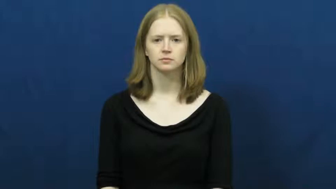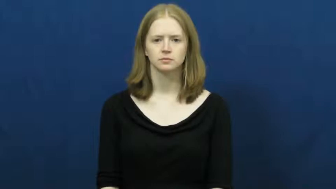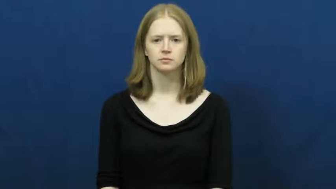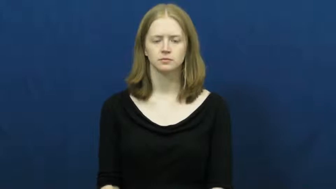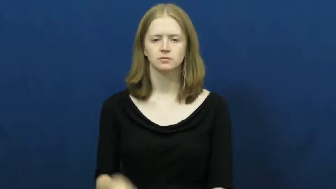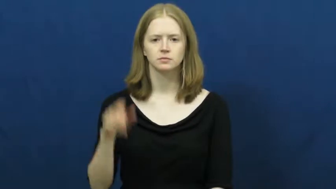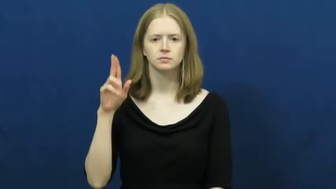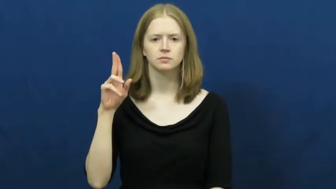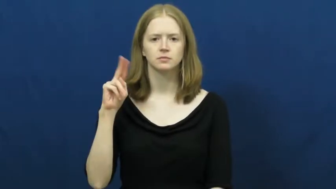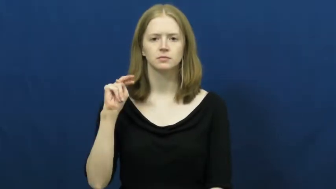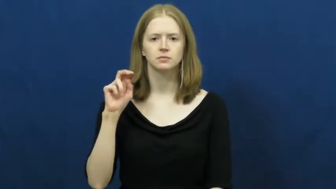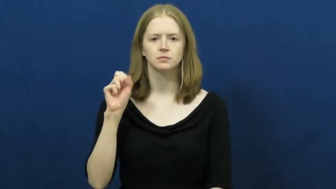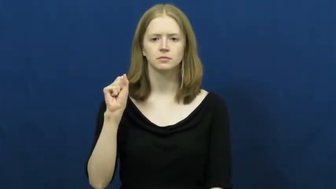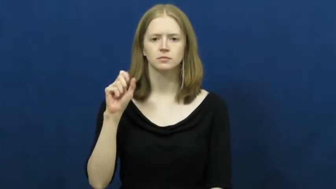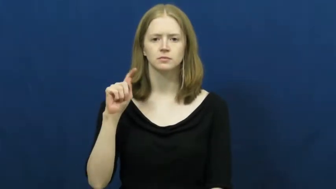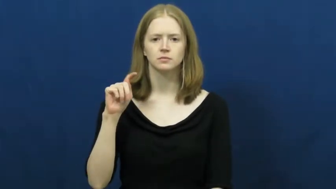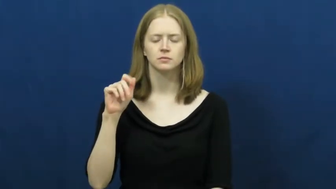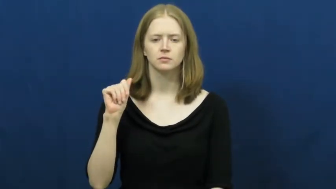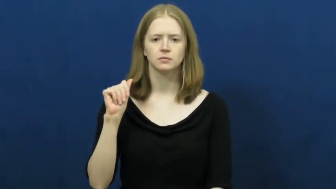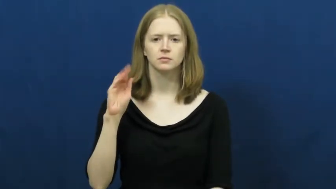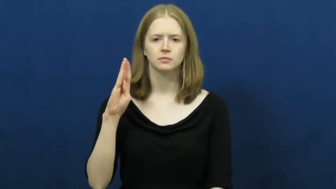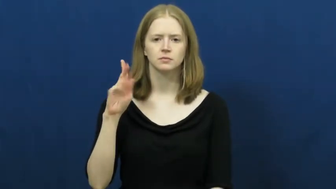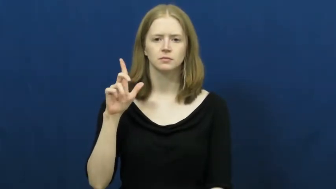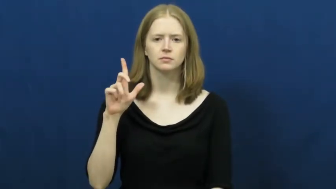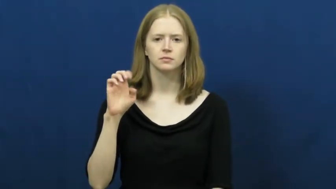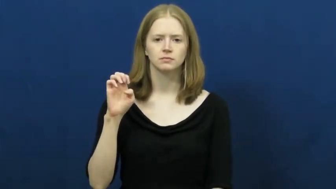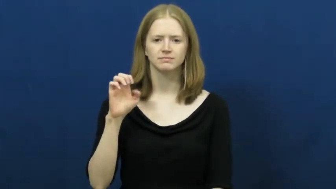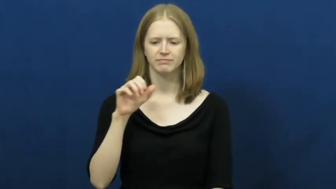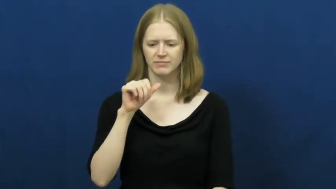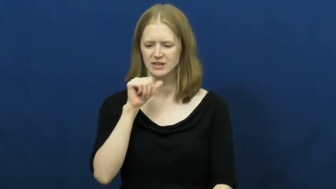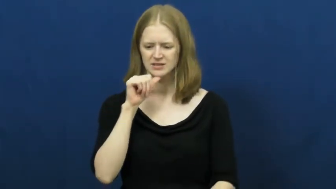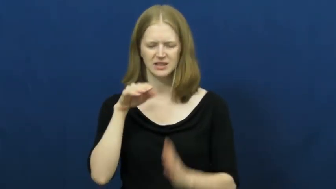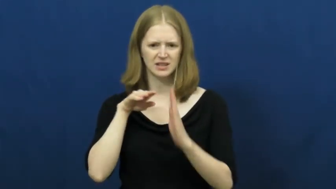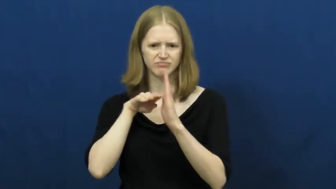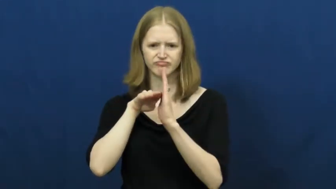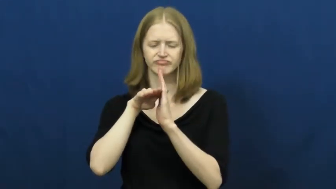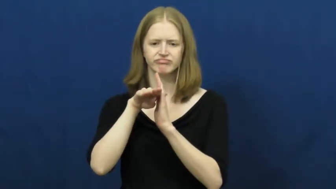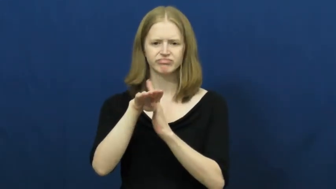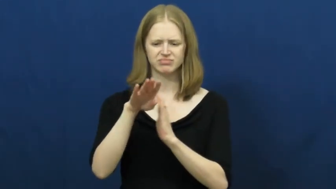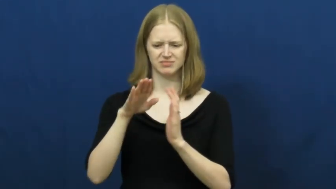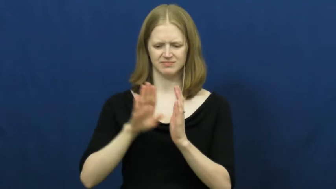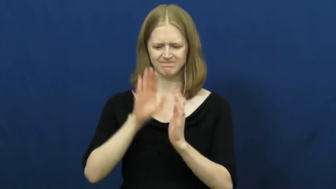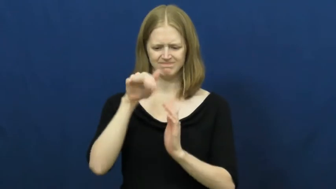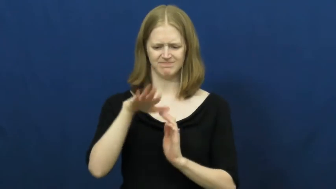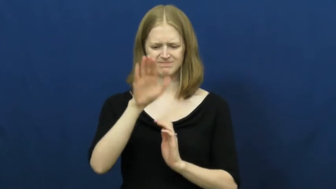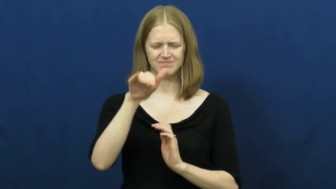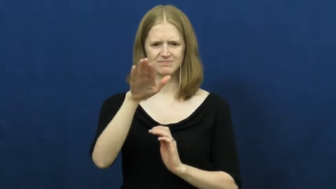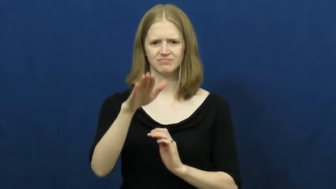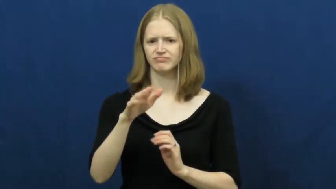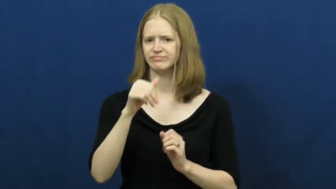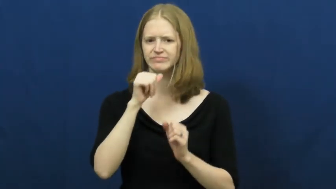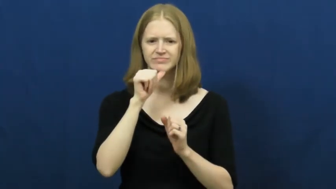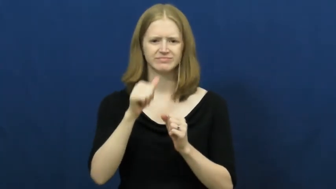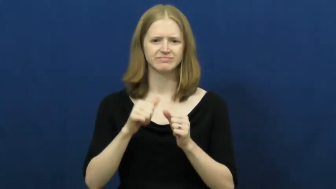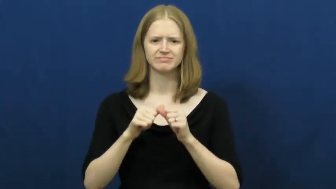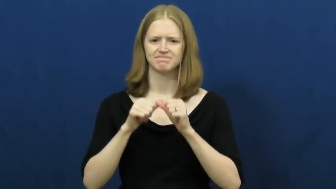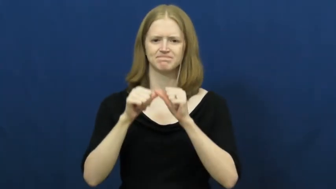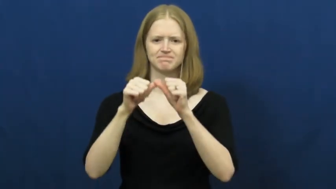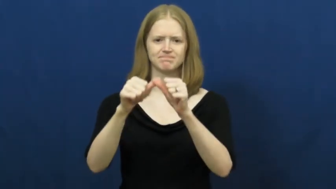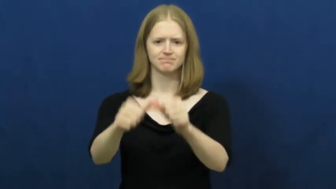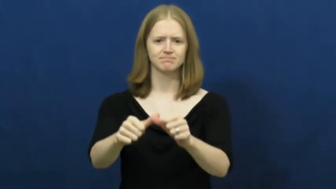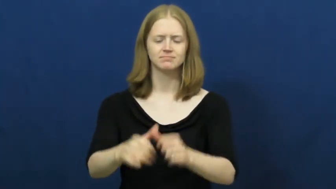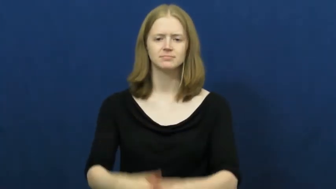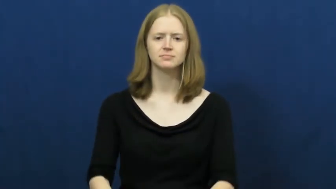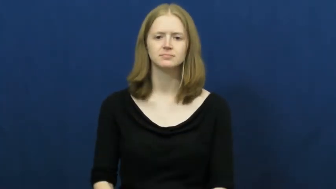unstable-inconsistent